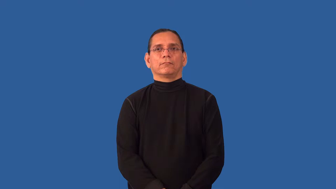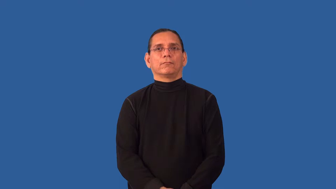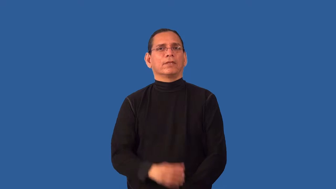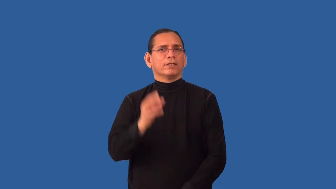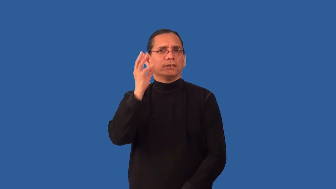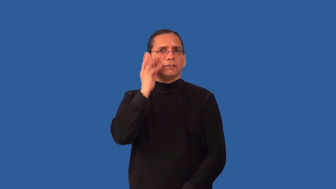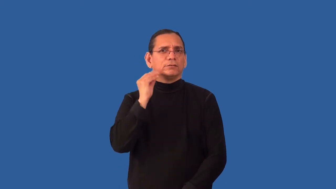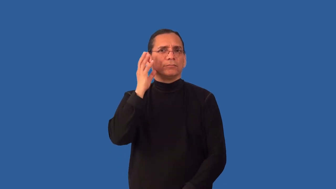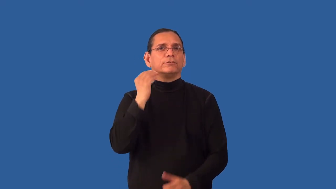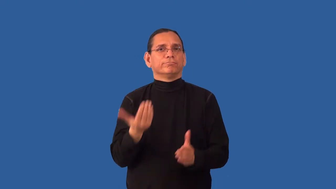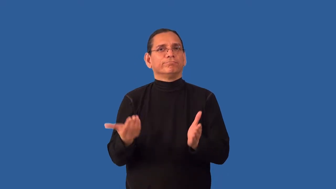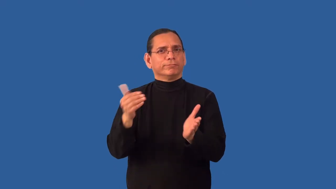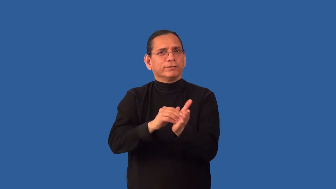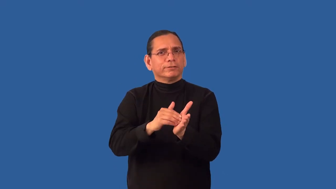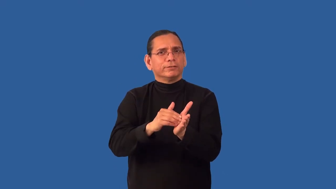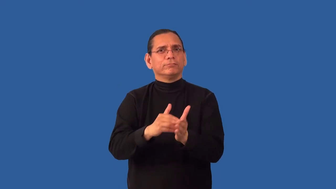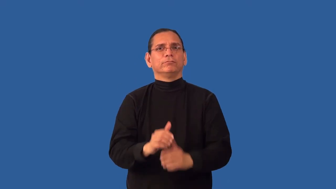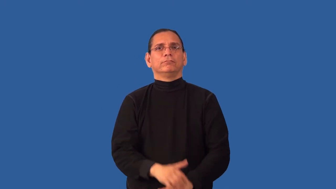recapture-make something happen again